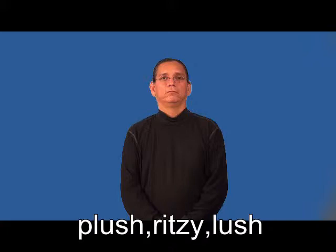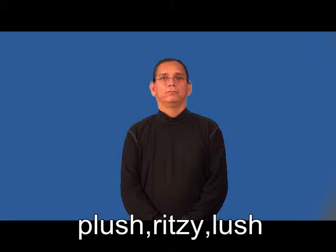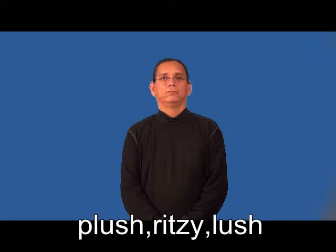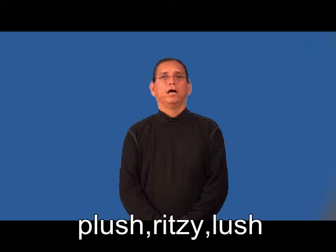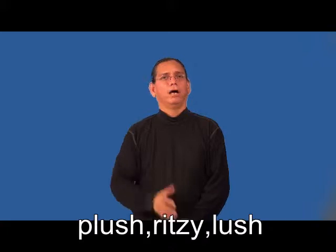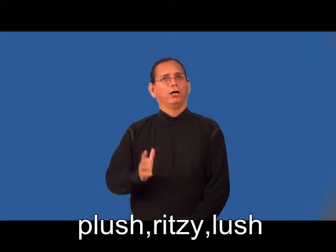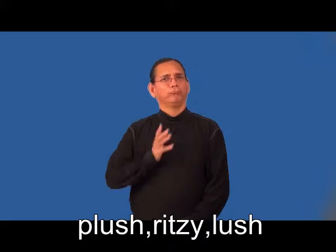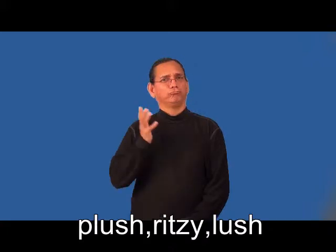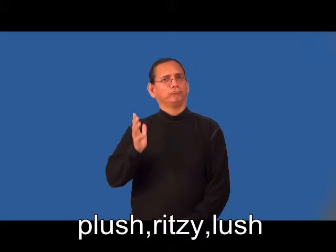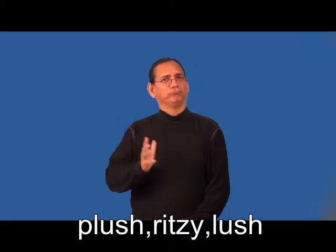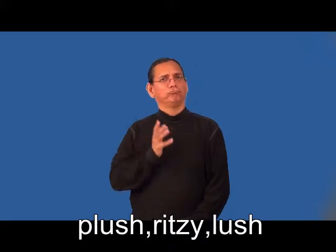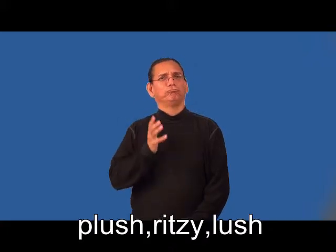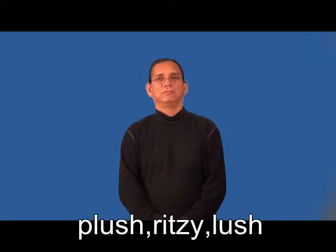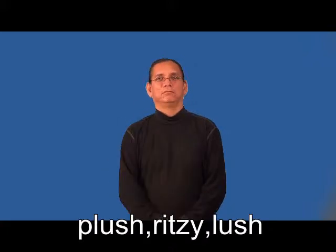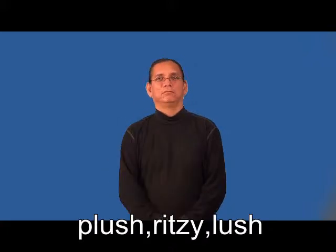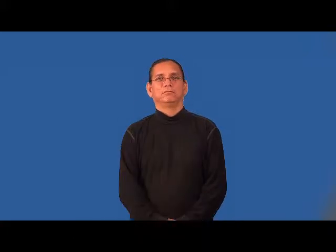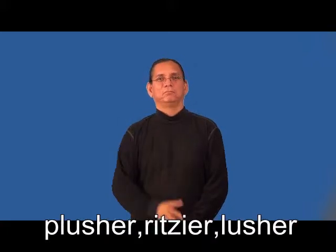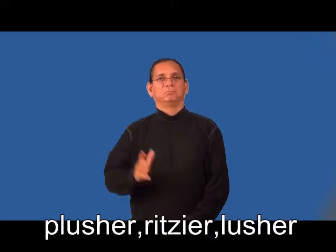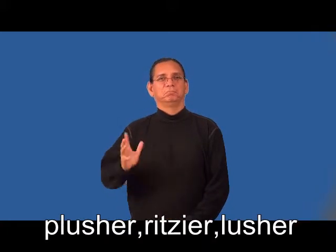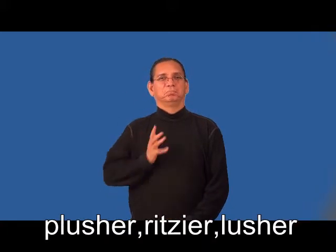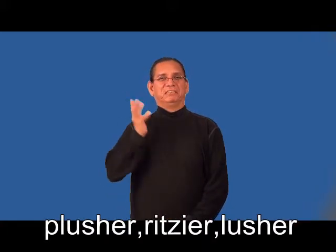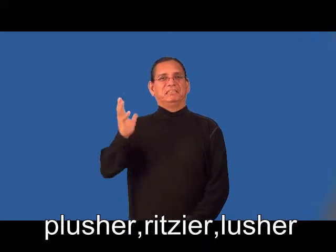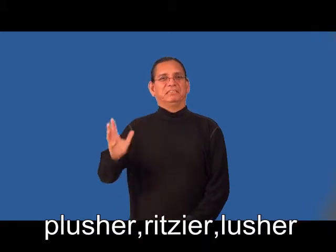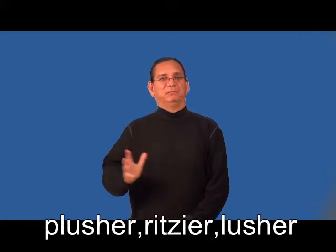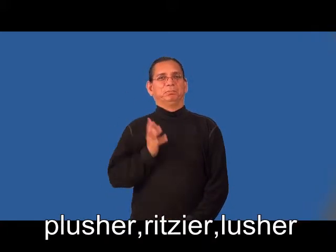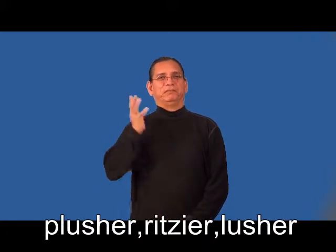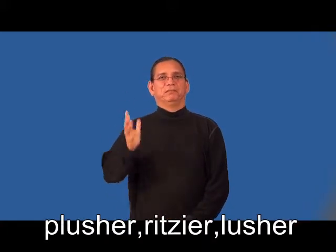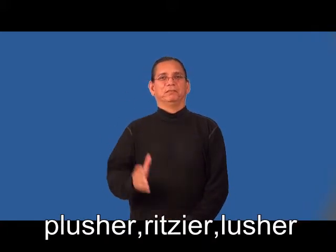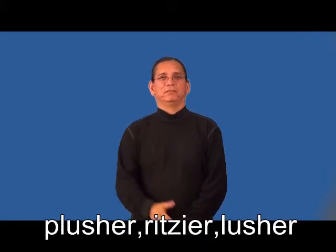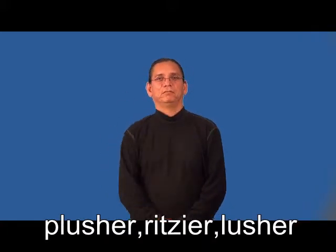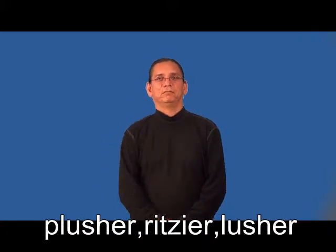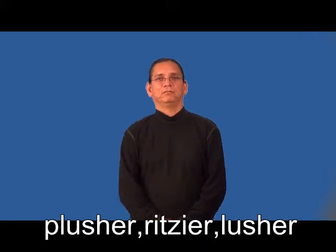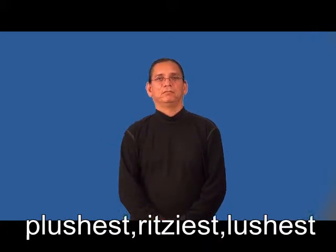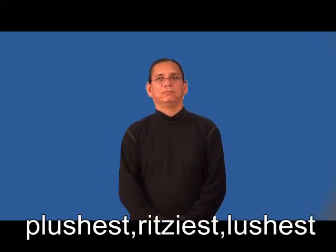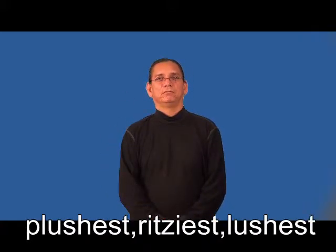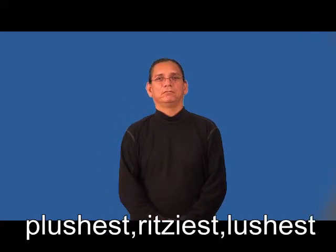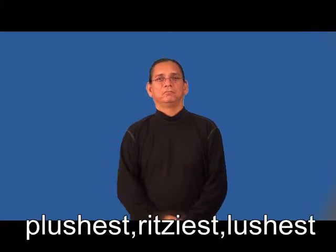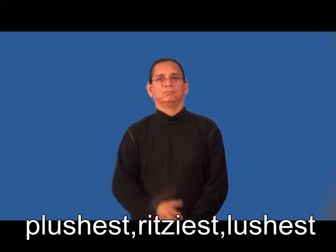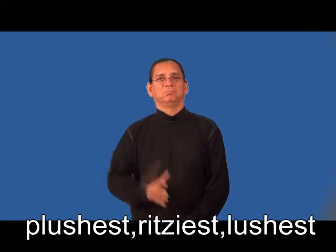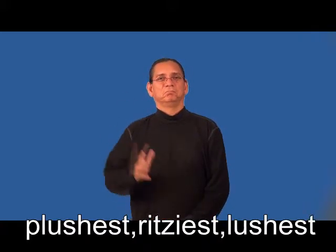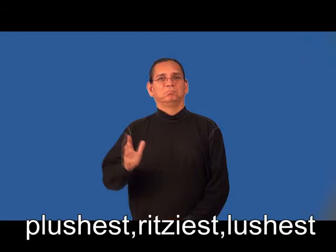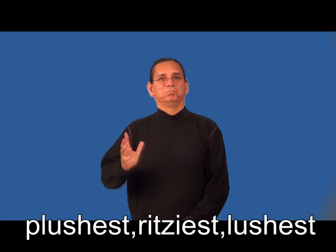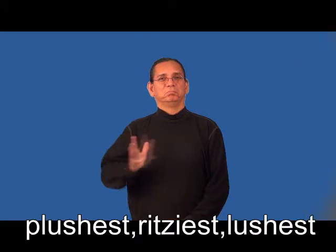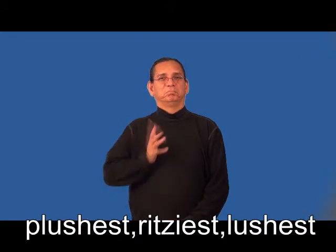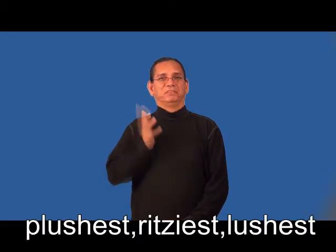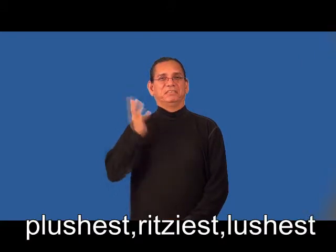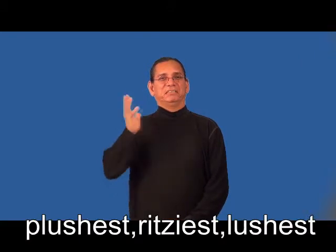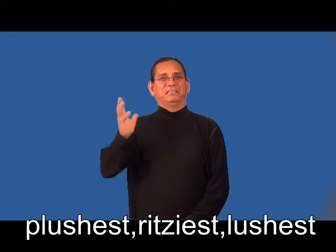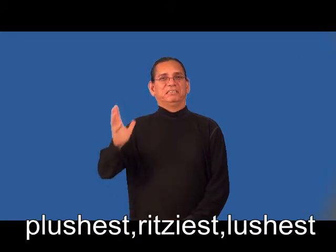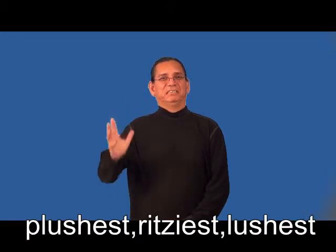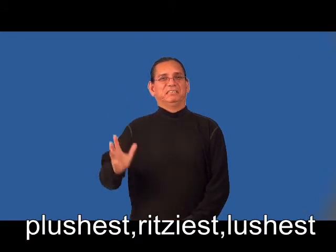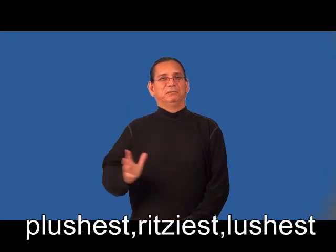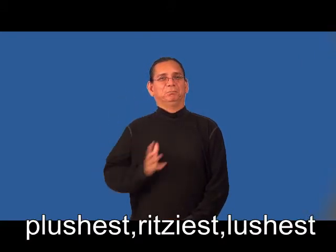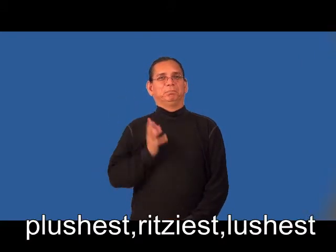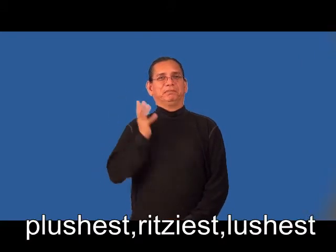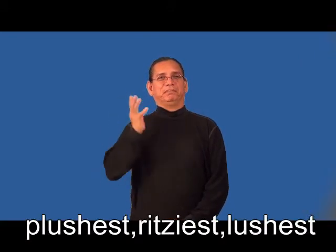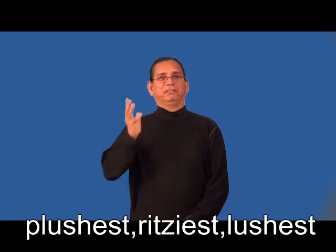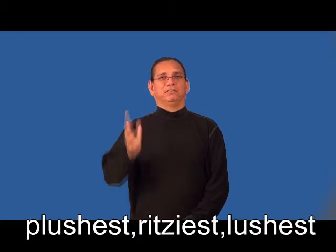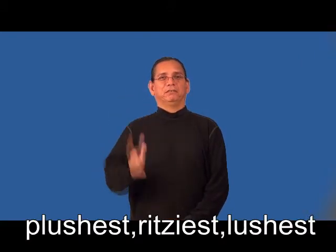plusher,ritzier,lusher,plushest,ritziest,lushest